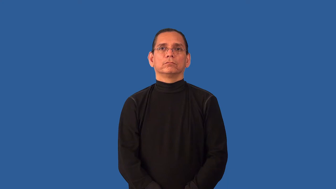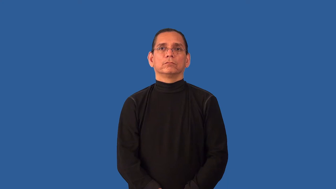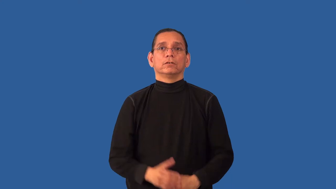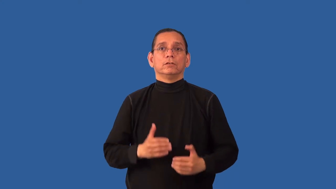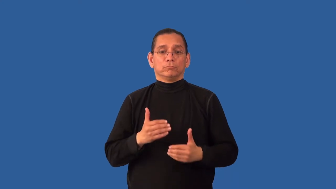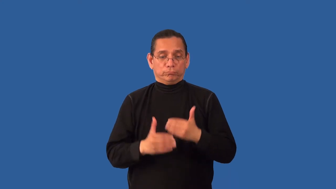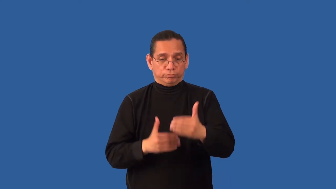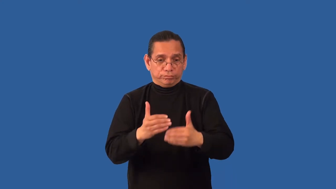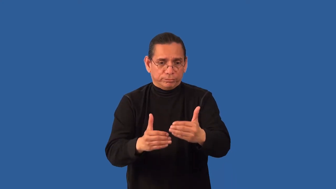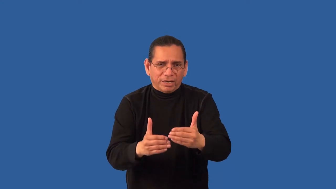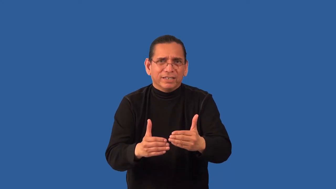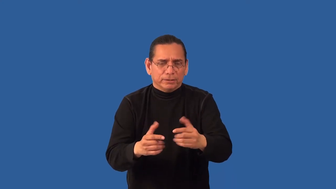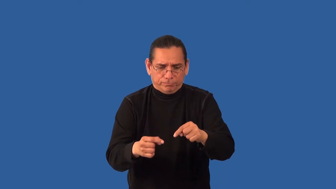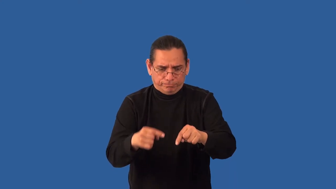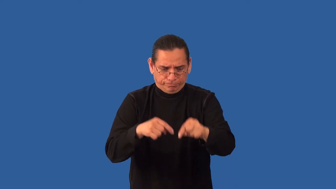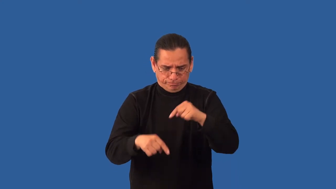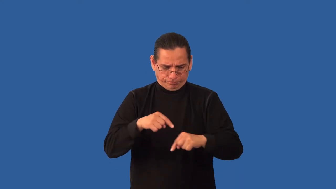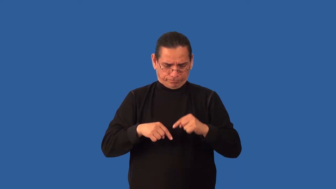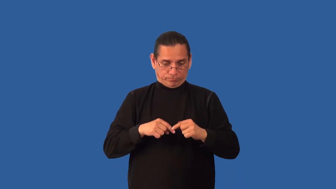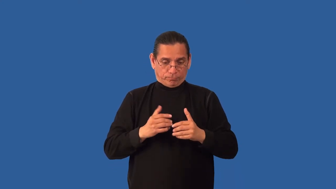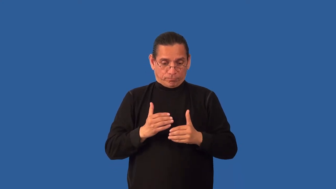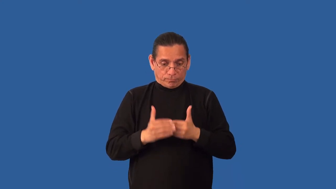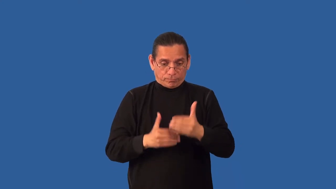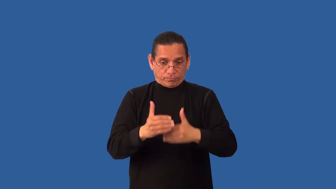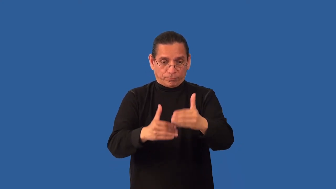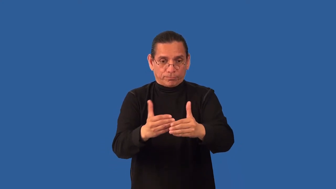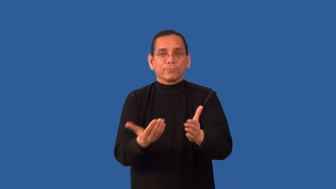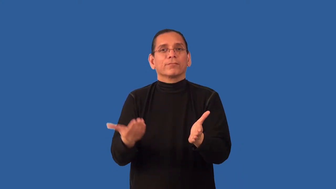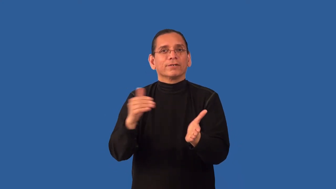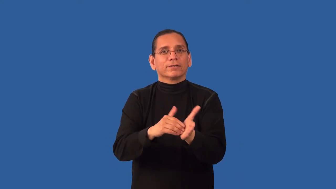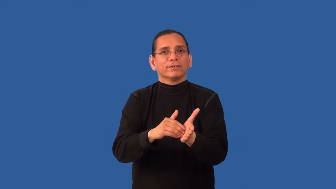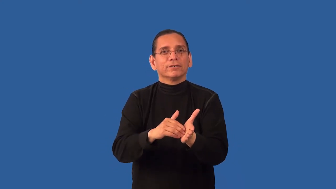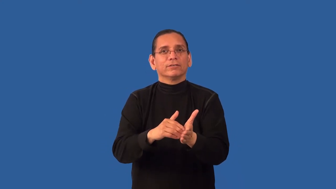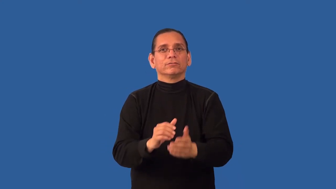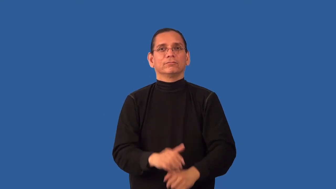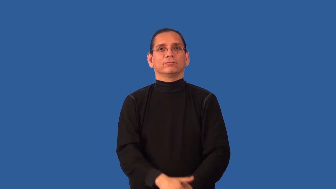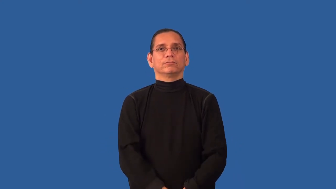retrace